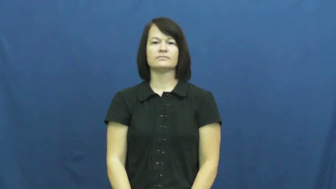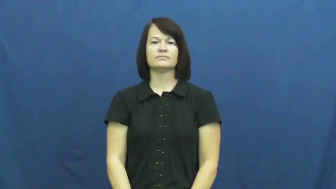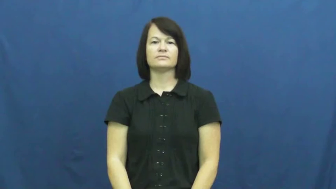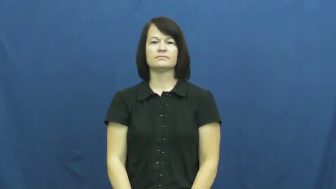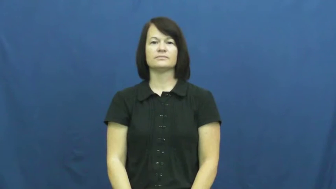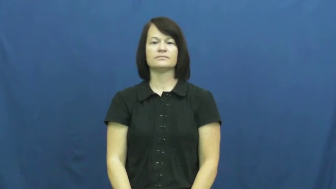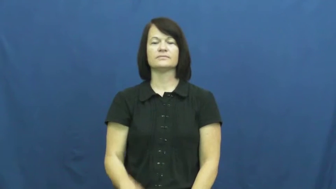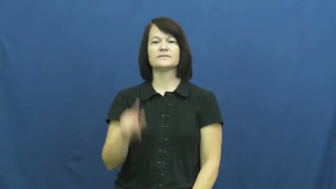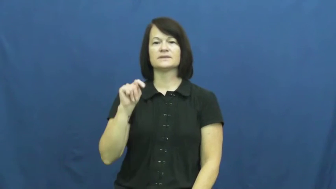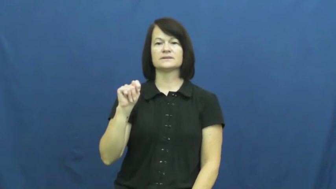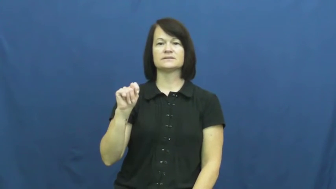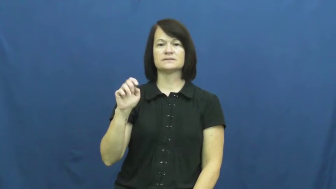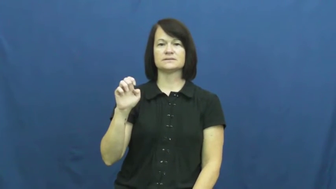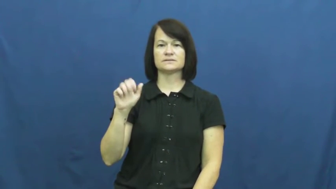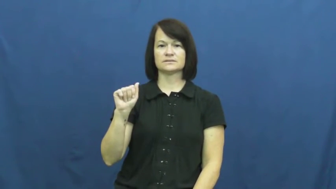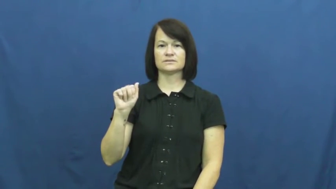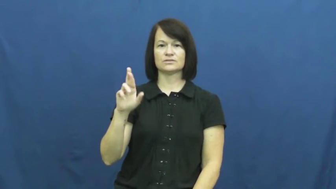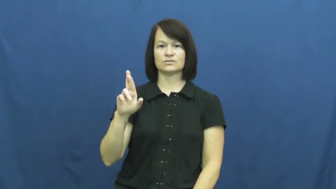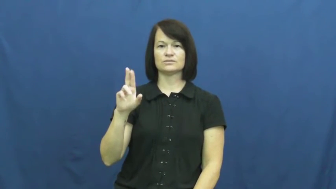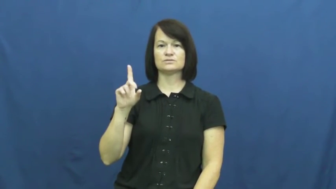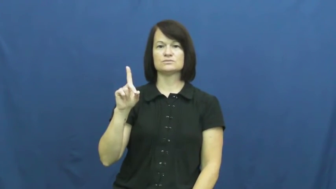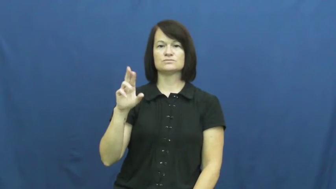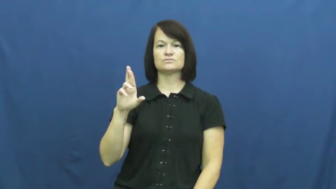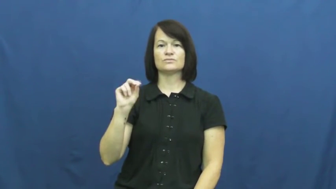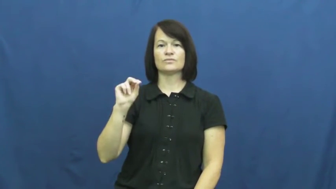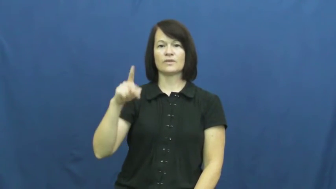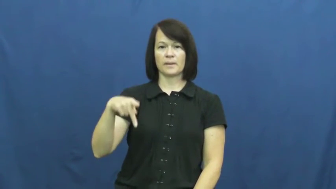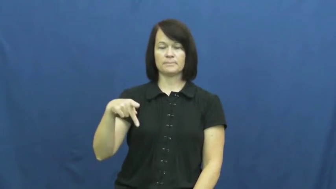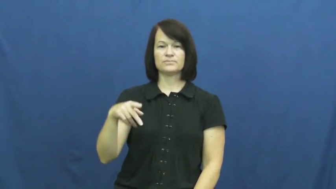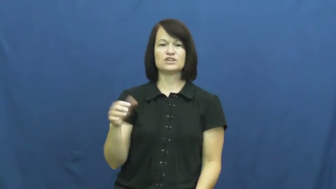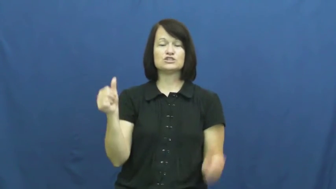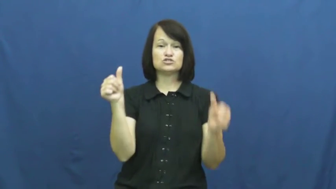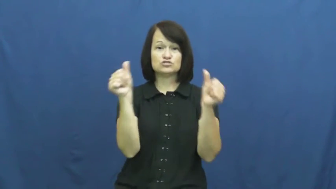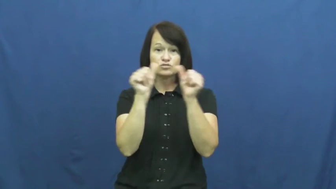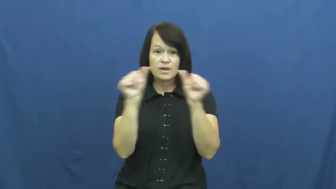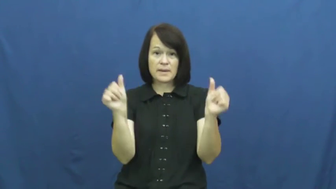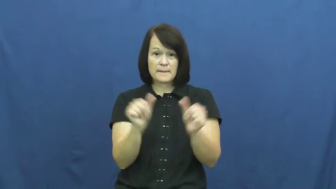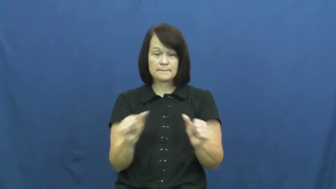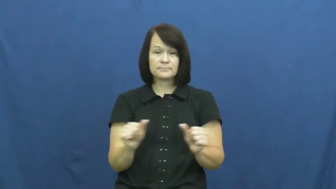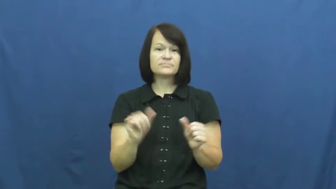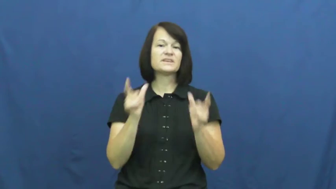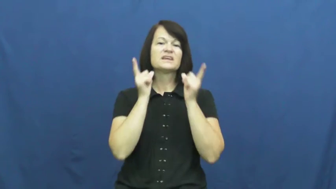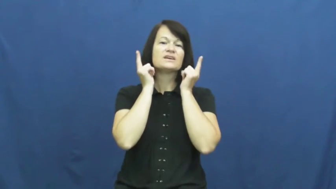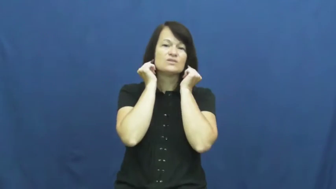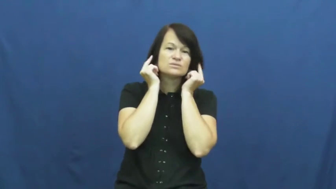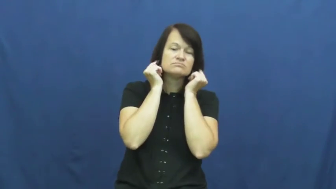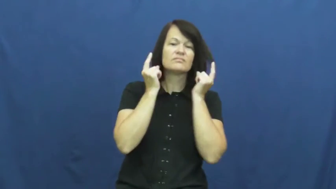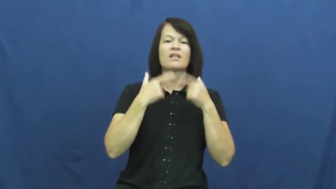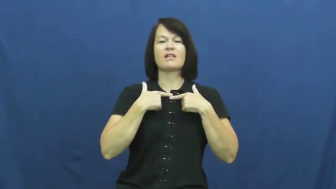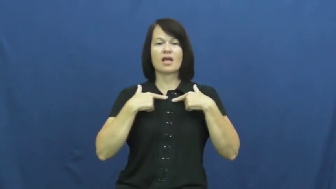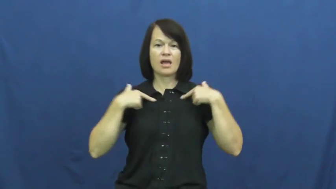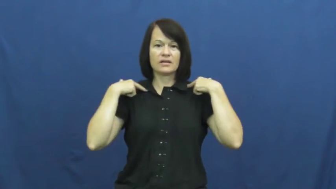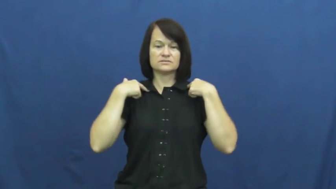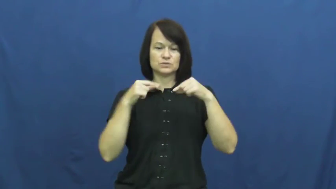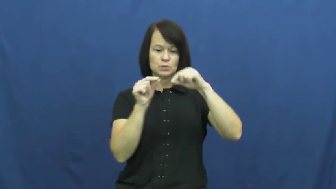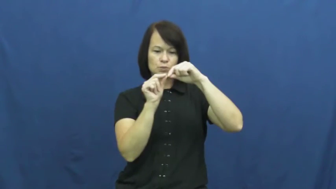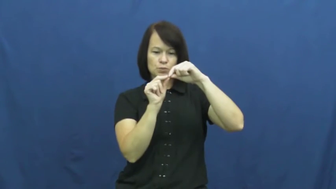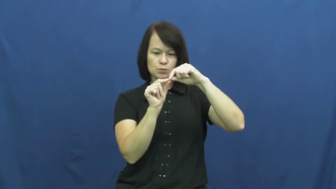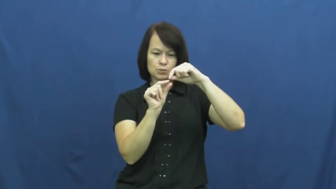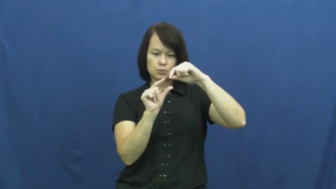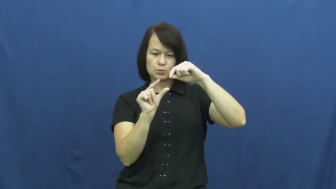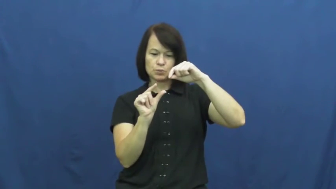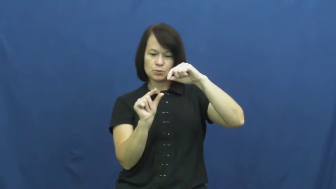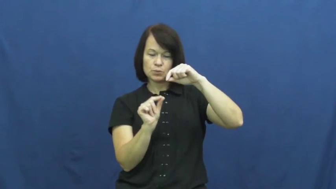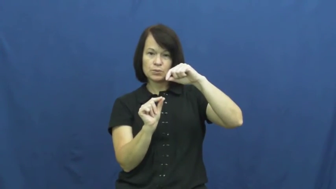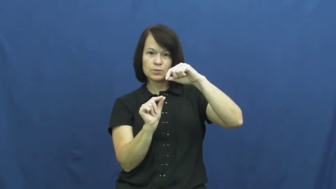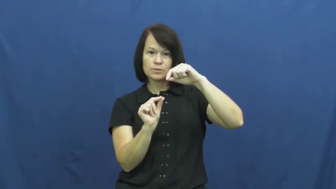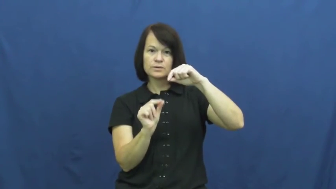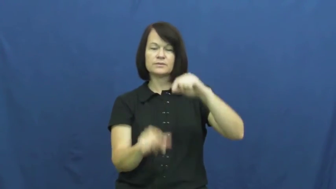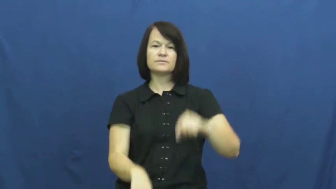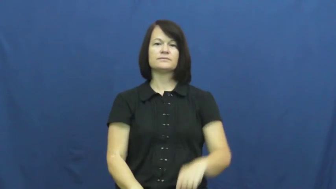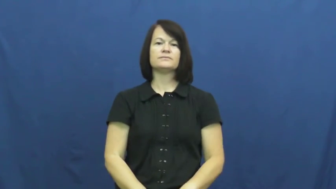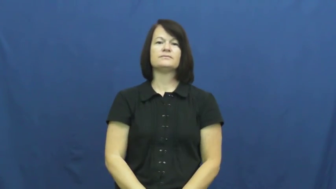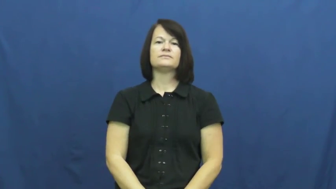teardrop-jewerly